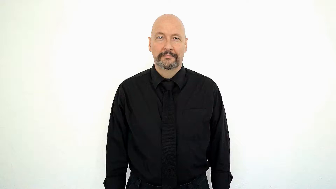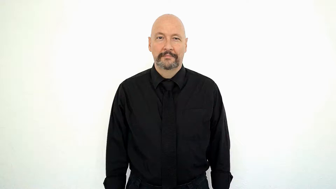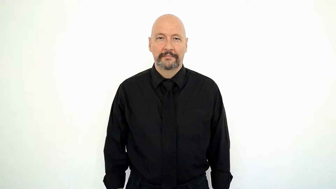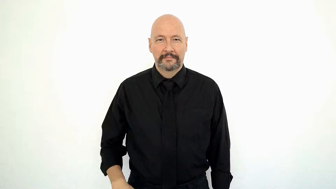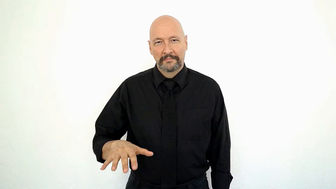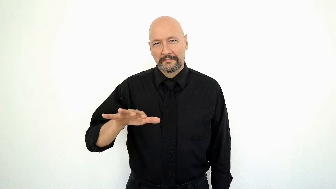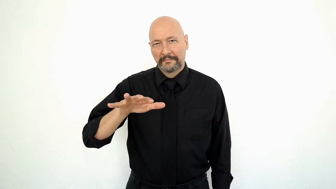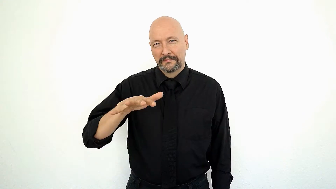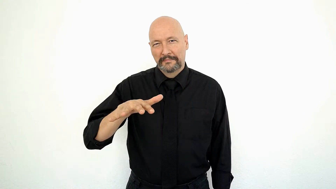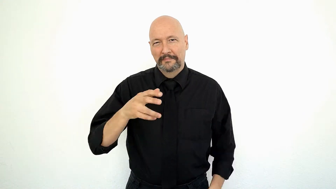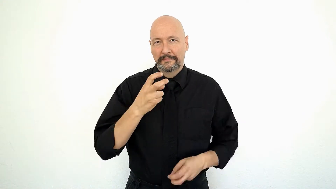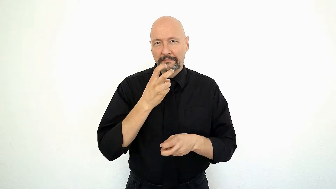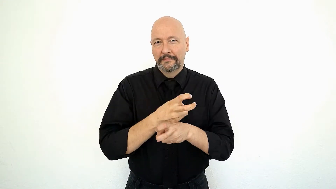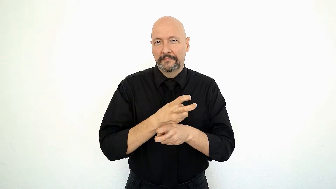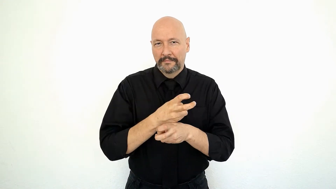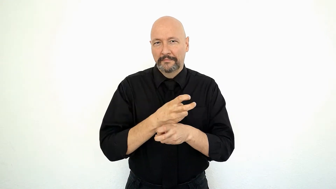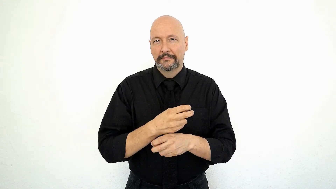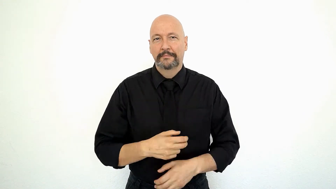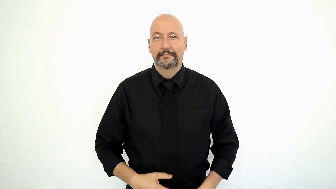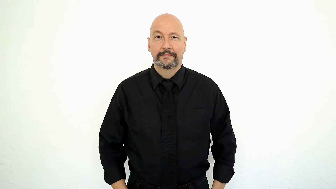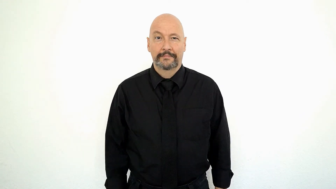SO SO HARD